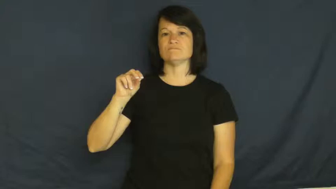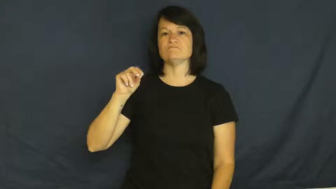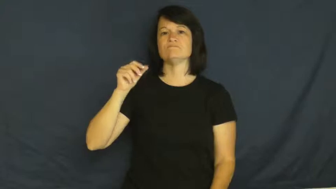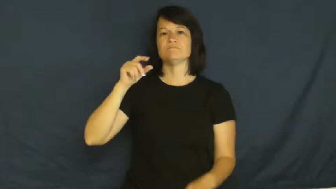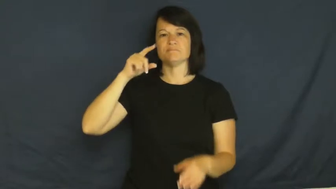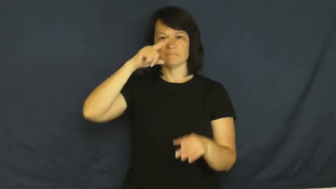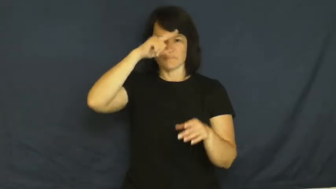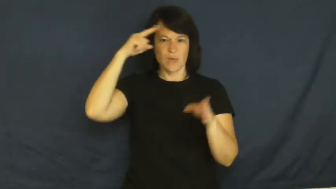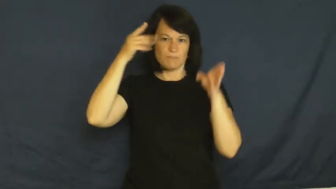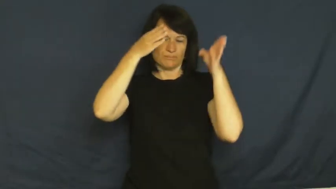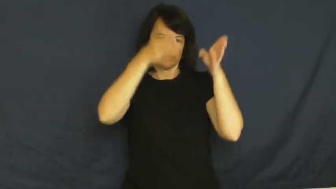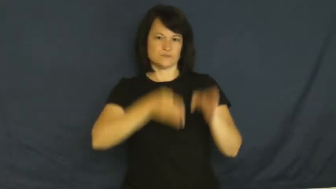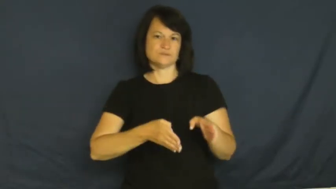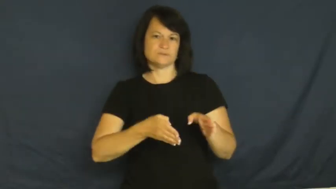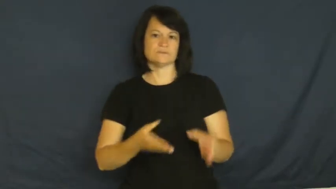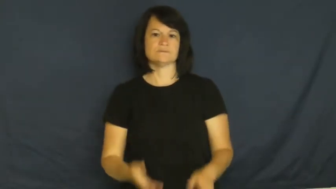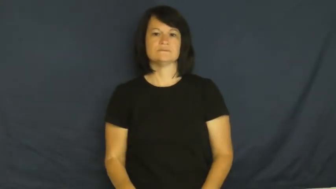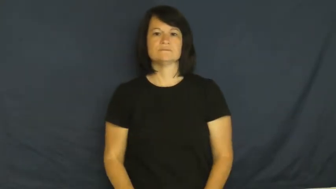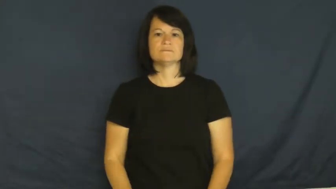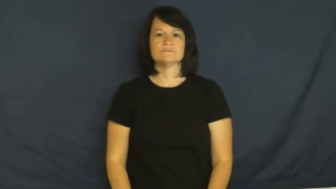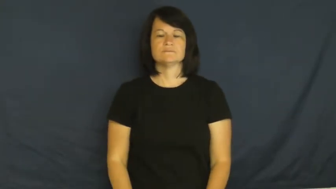negro,blackamoor,colored